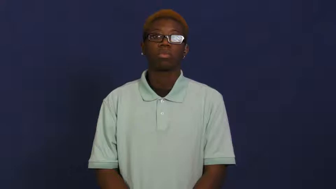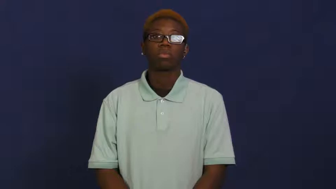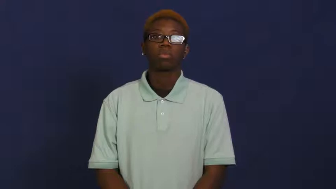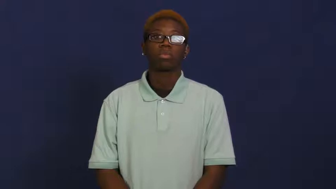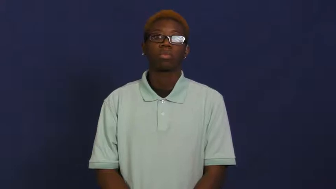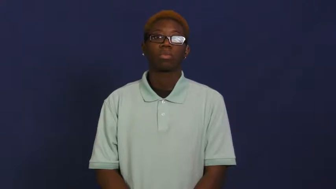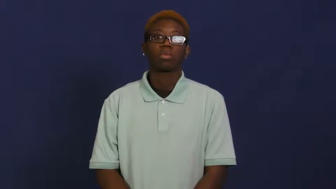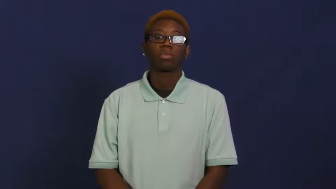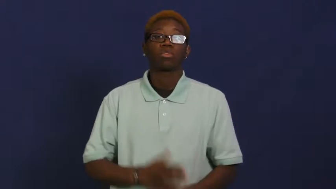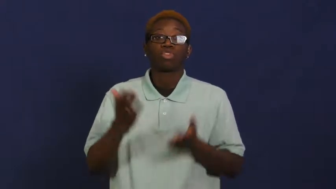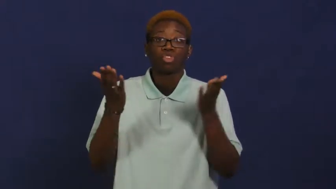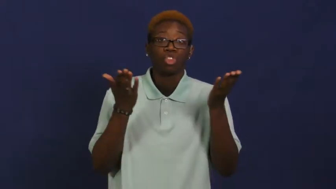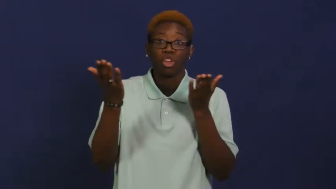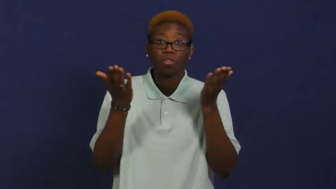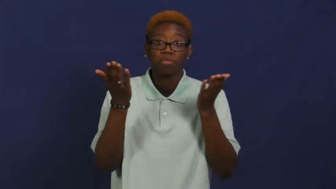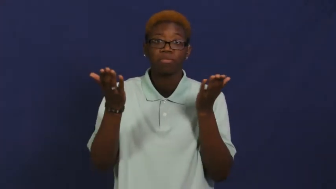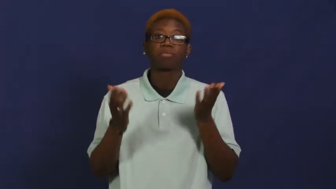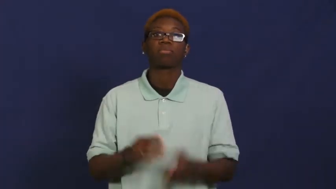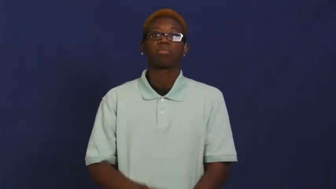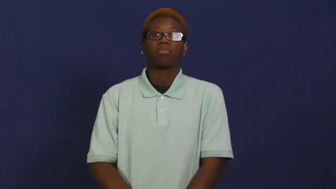wait,wait on,wait upon-serve